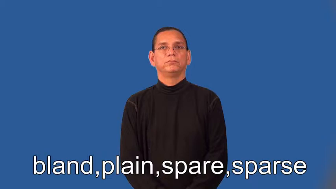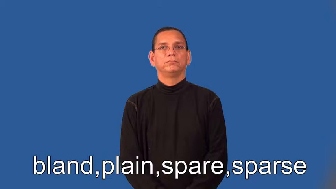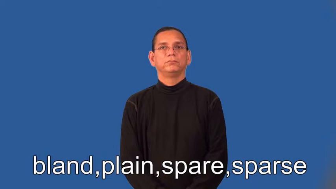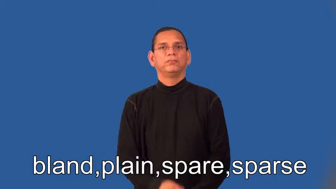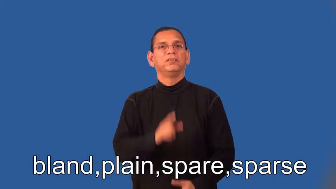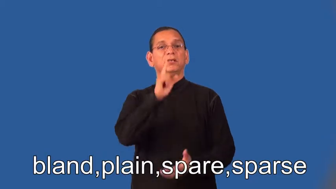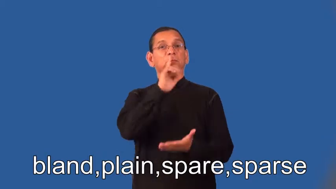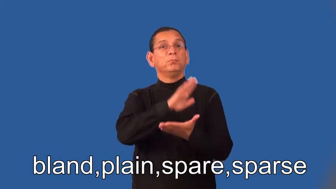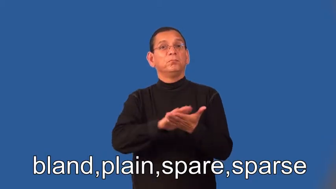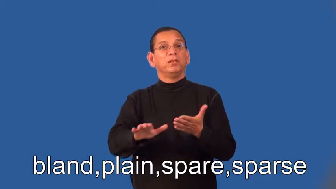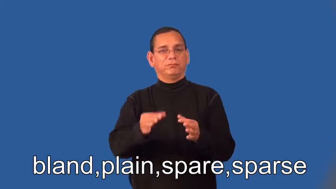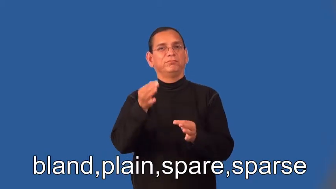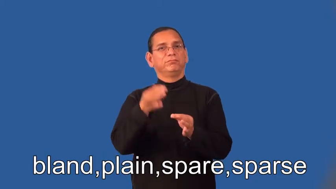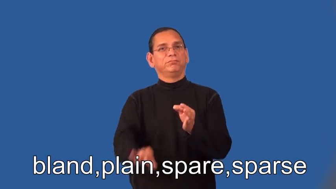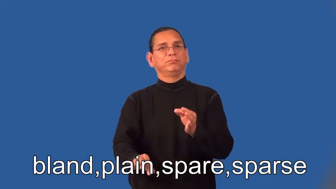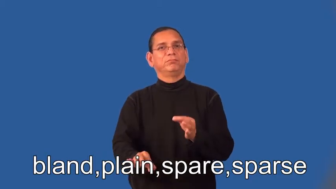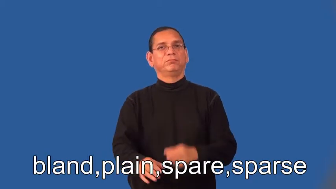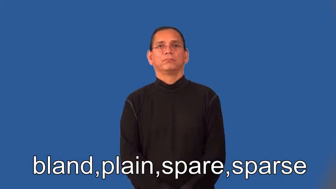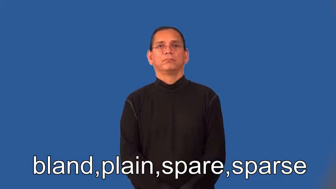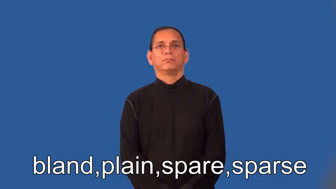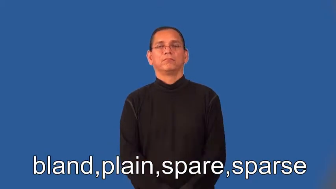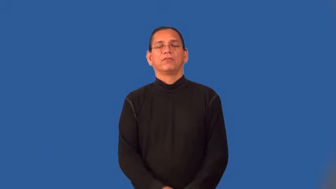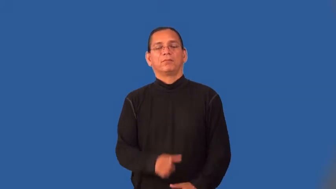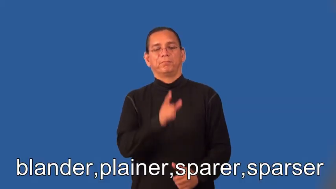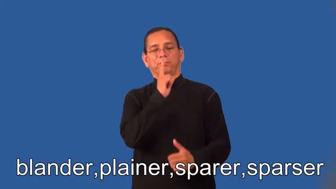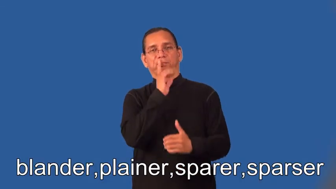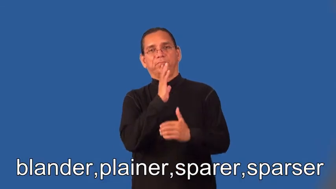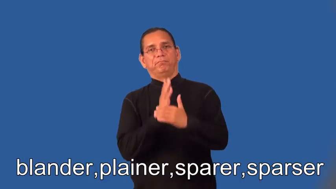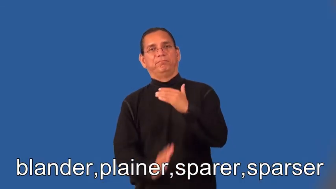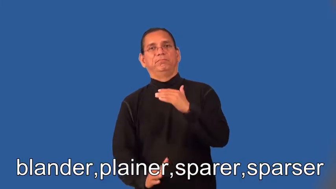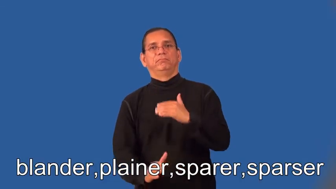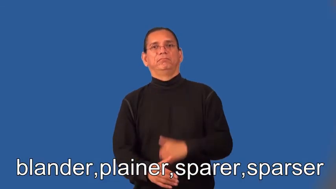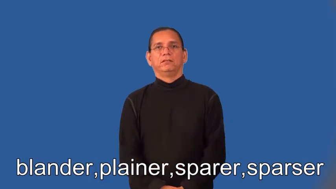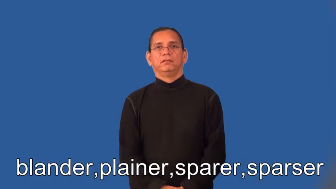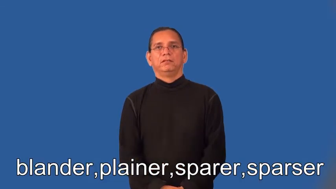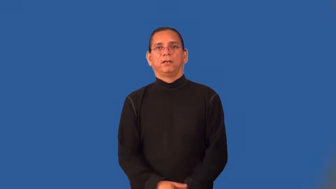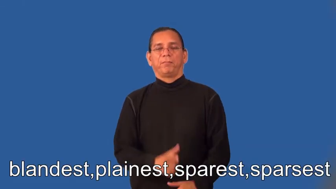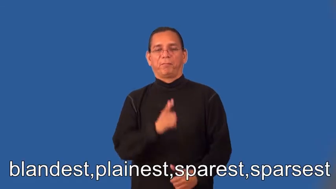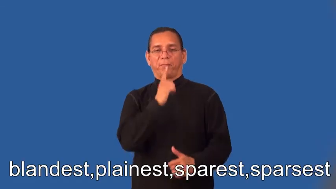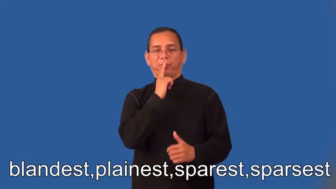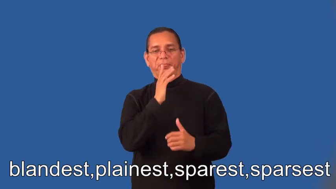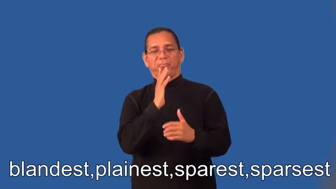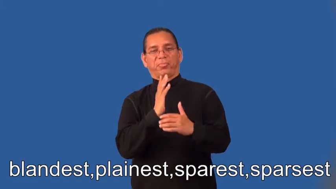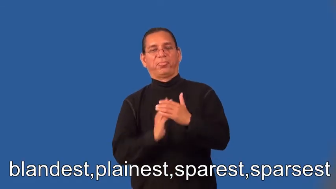blander,plainer,sparer,sparser,blandest,plainest,sparest,sparsest